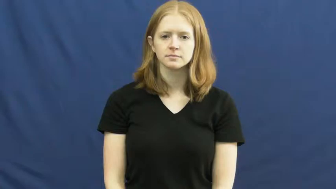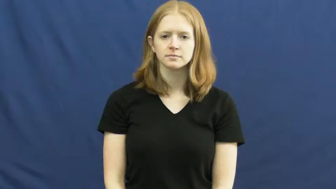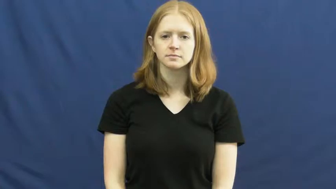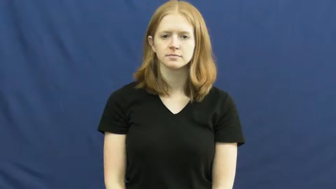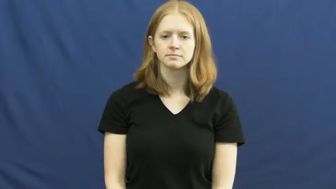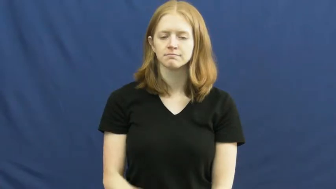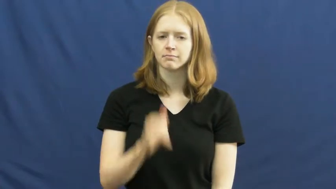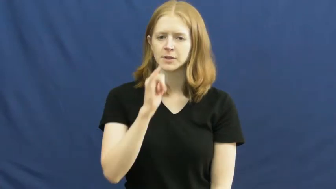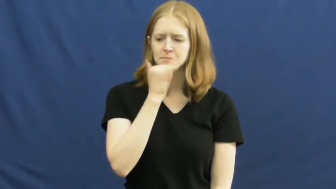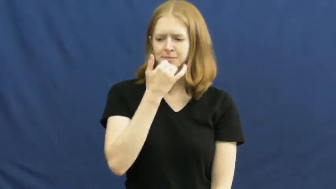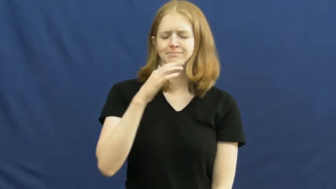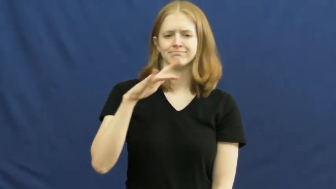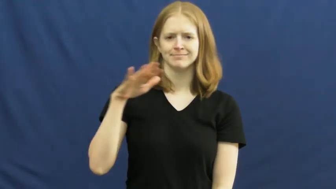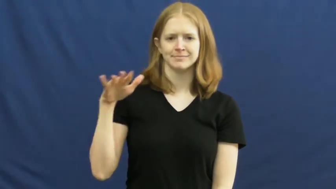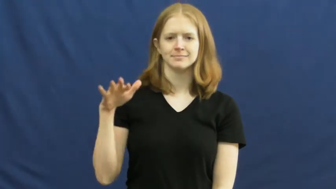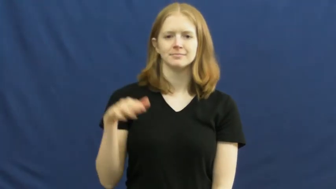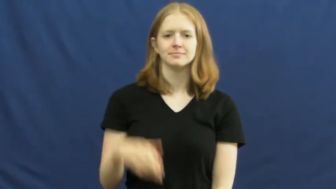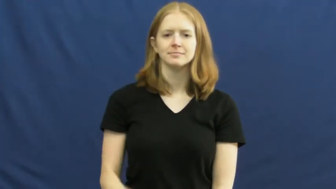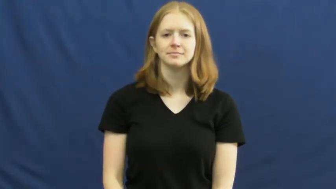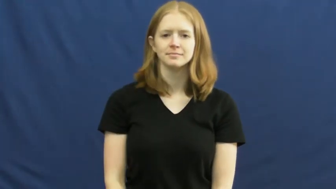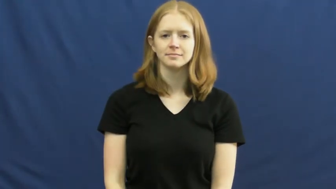misspell